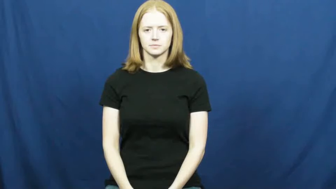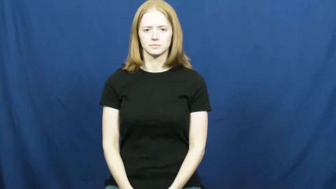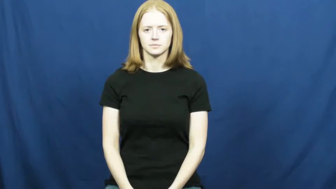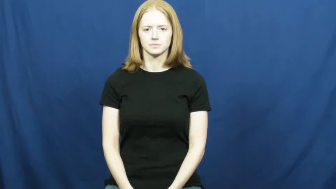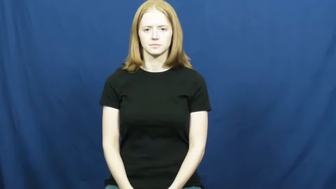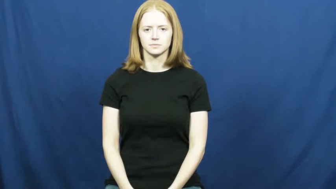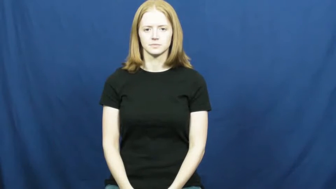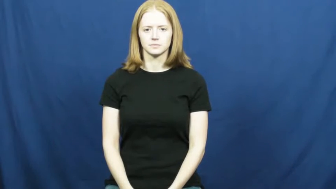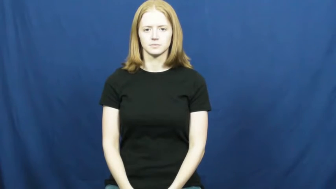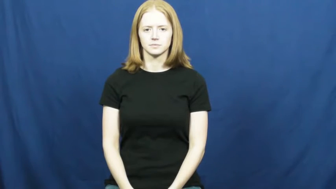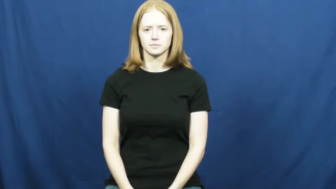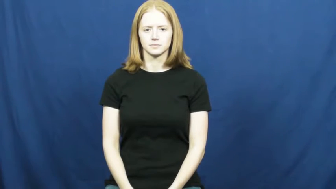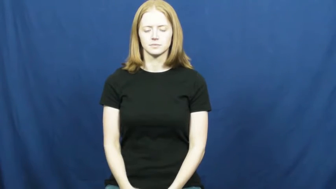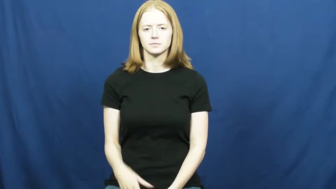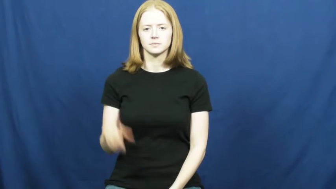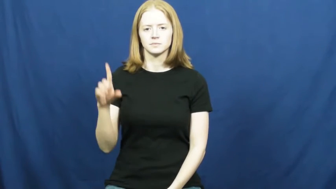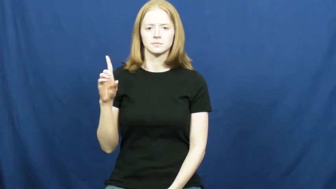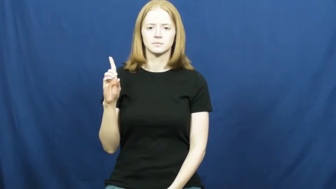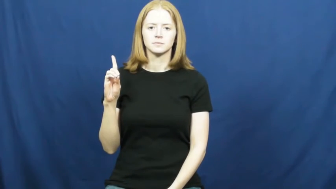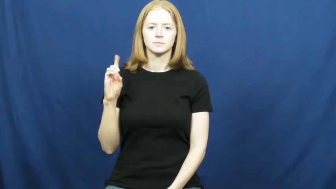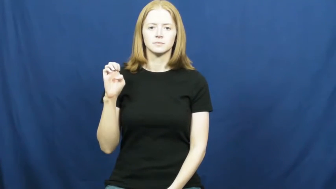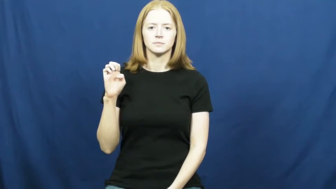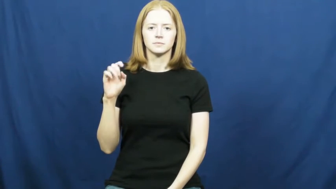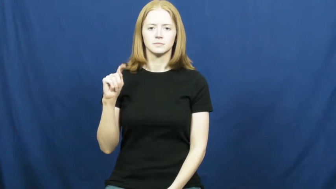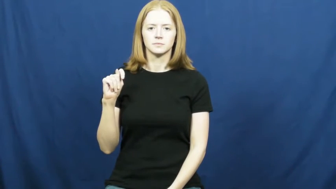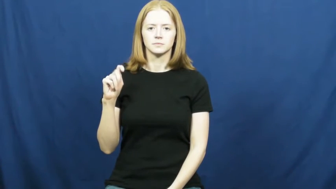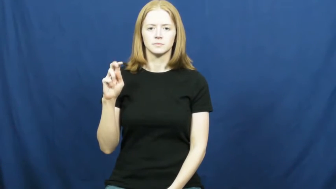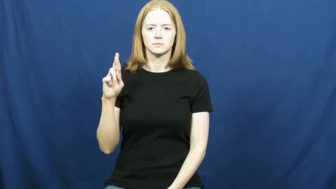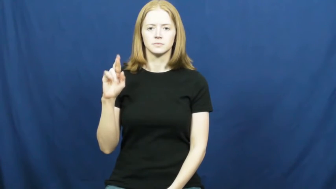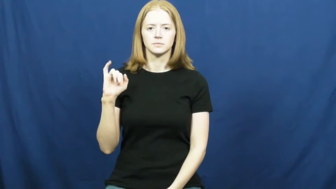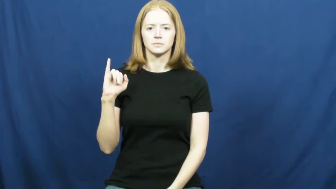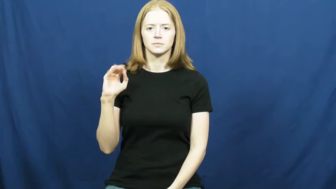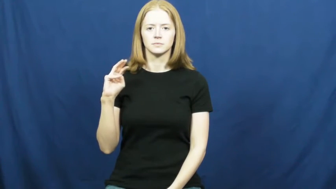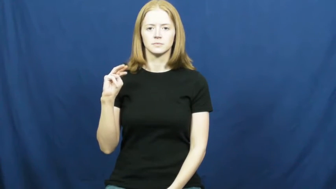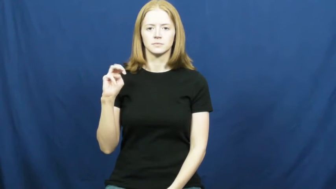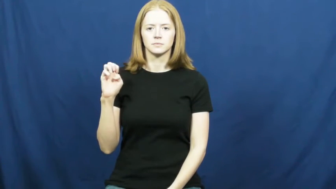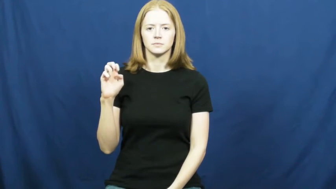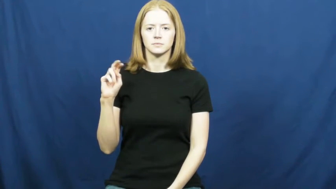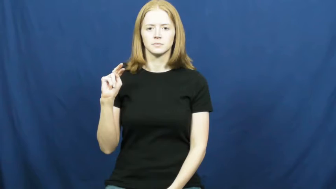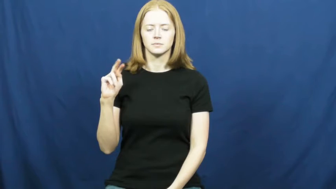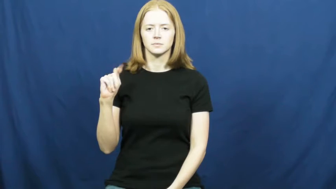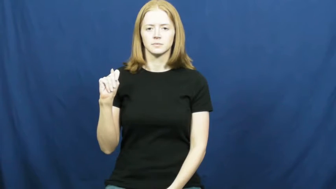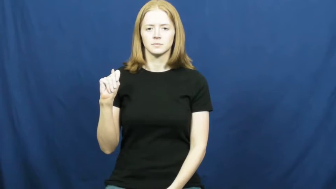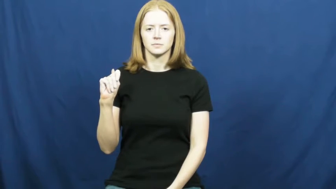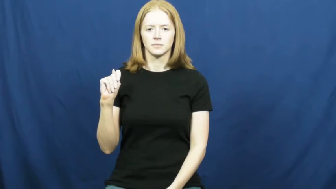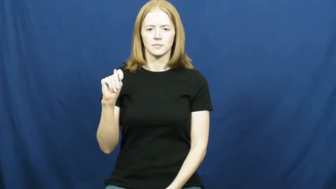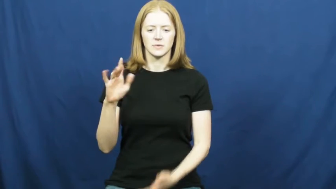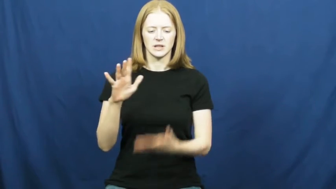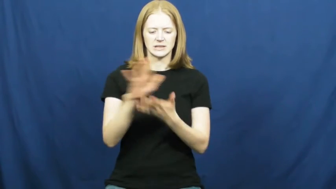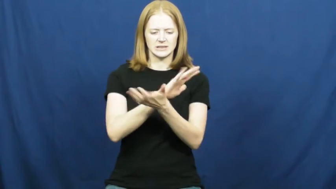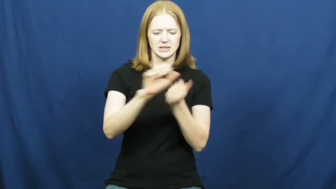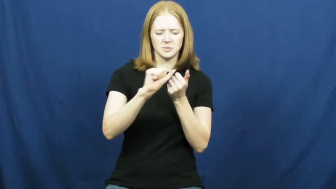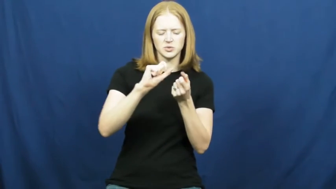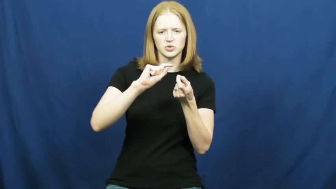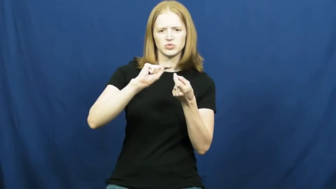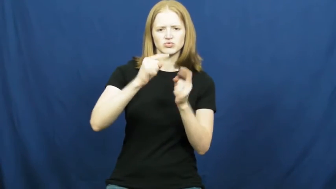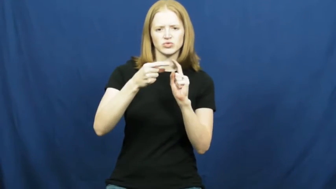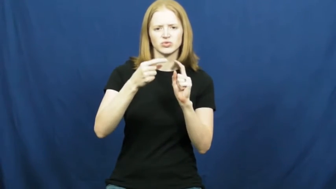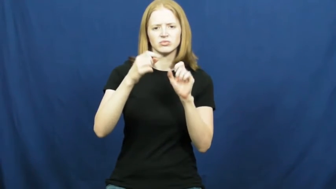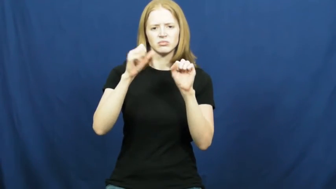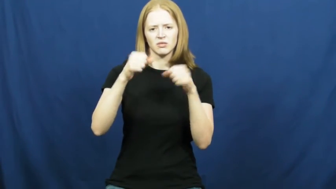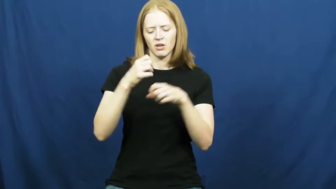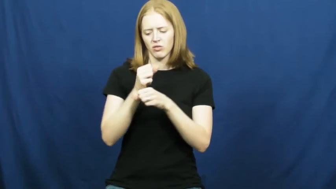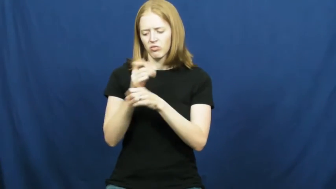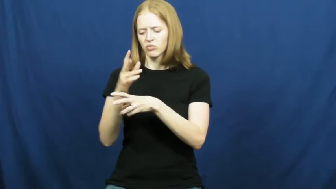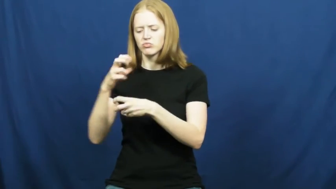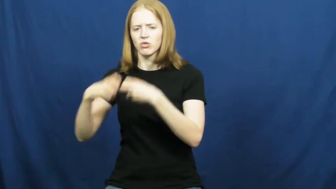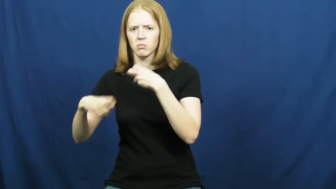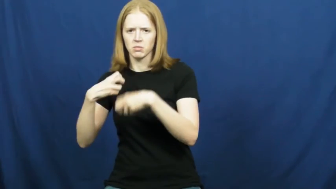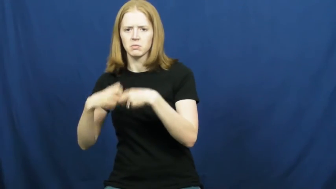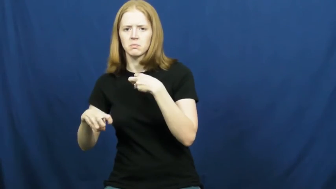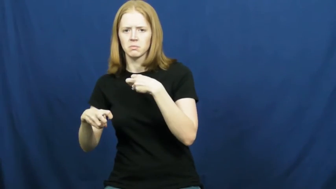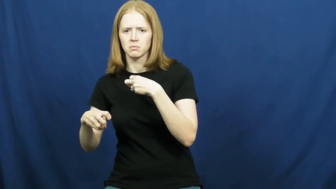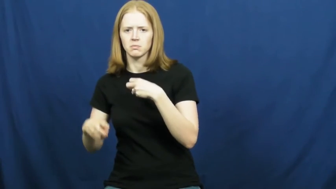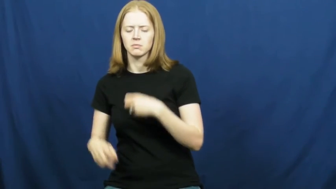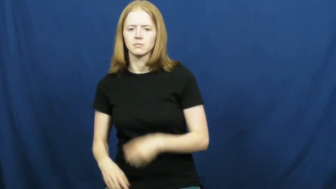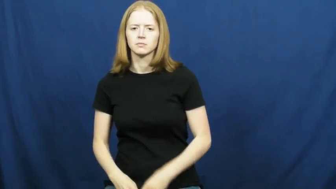detriment